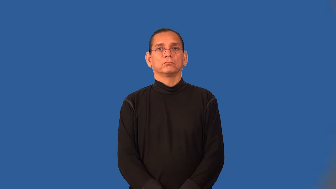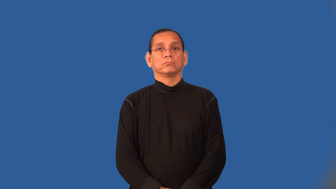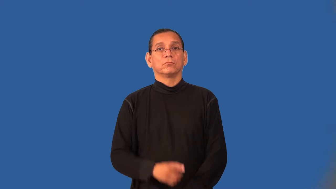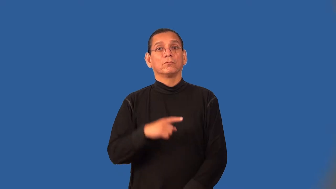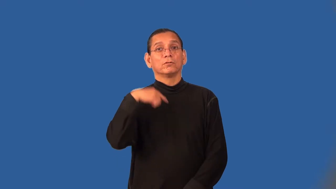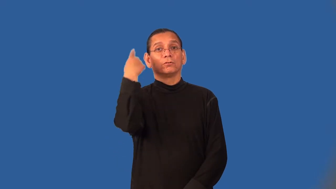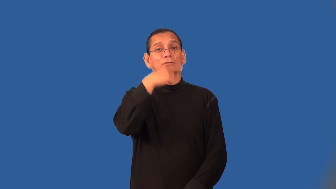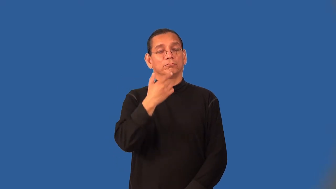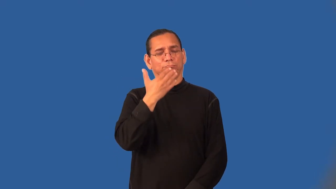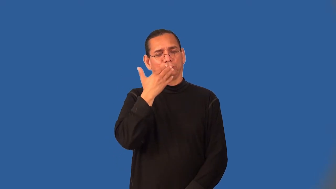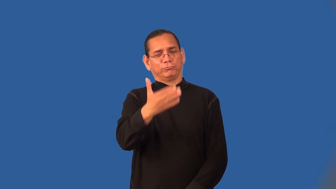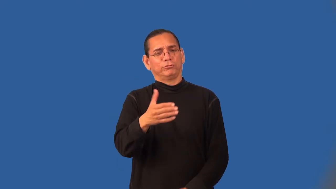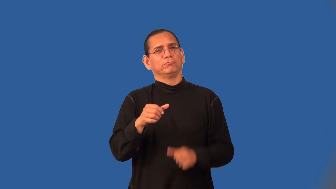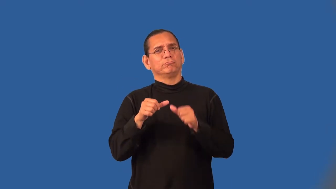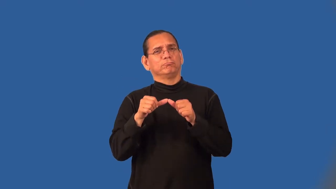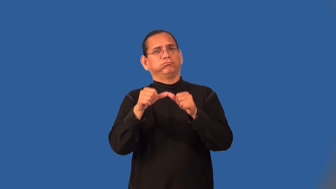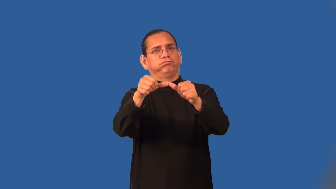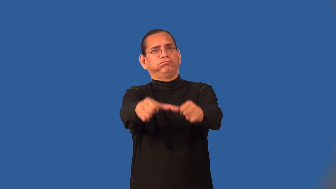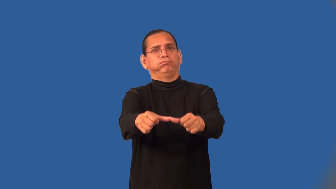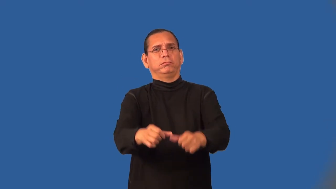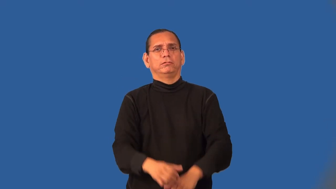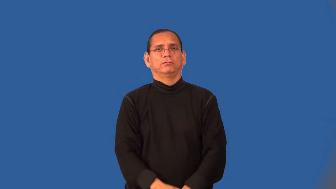timeless